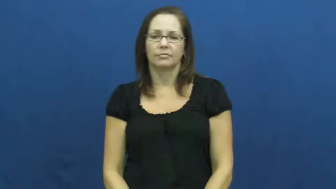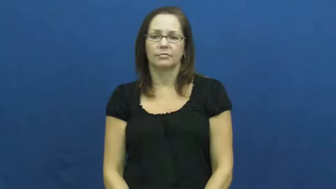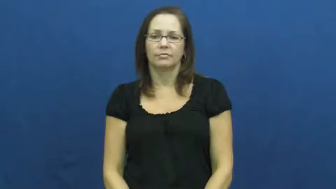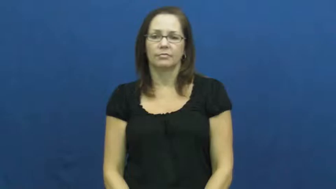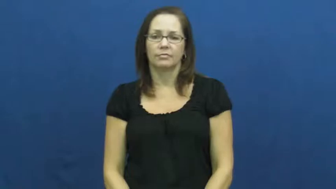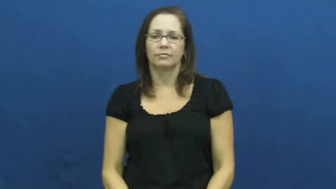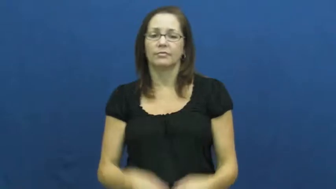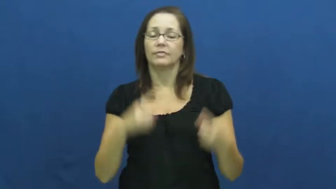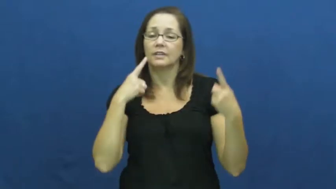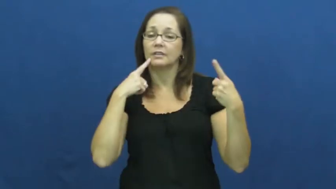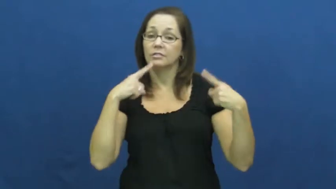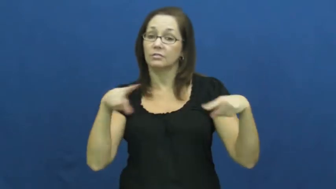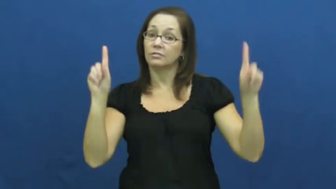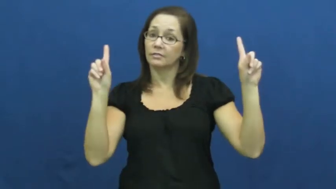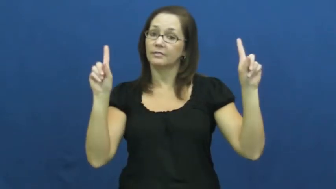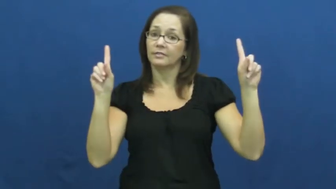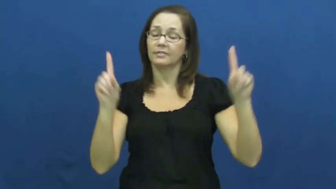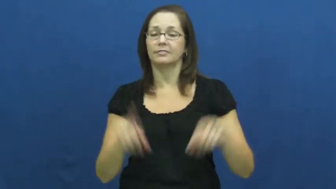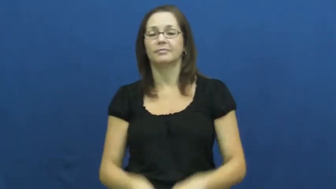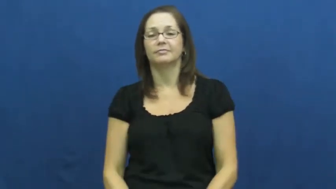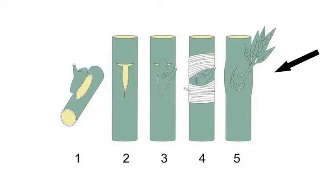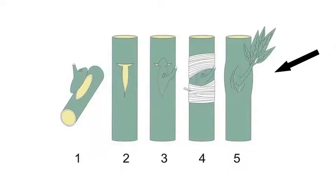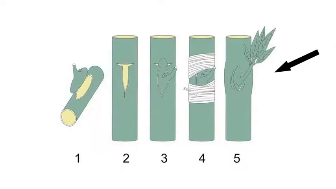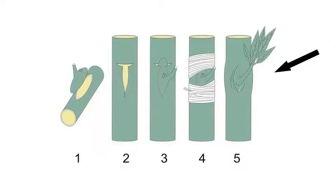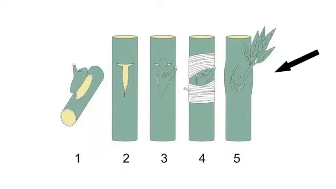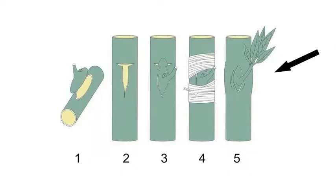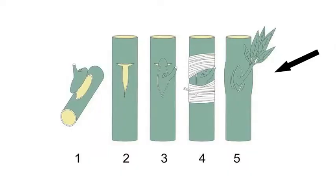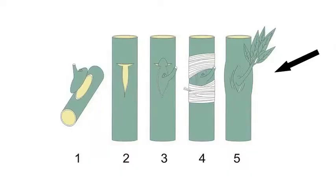take-succeed